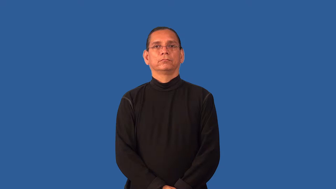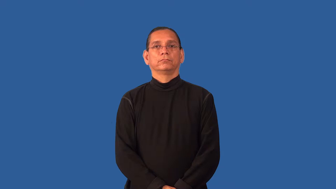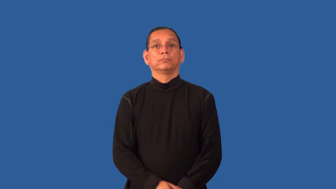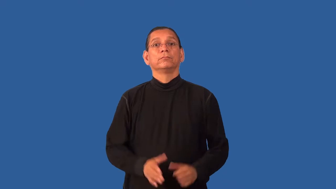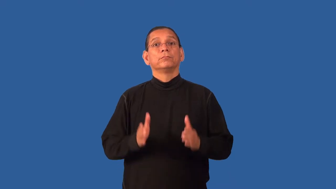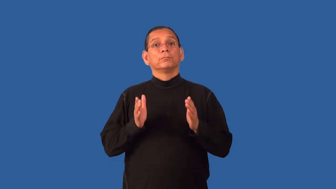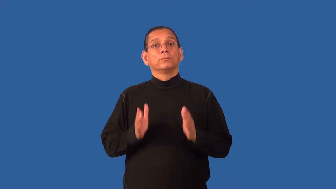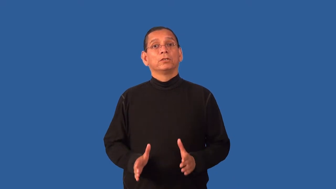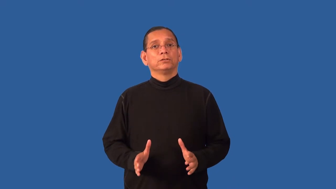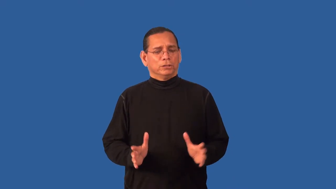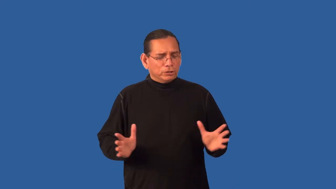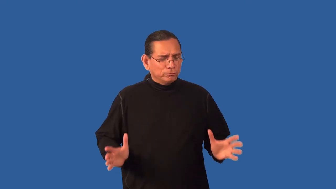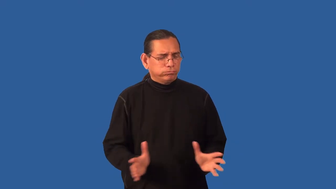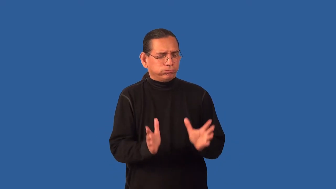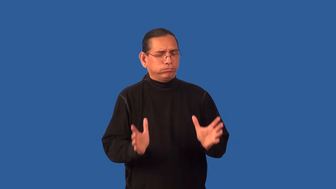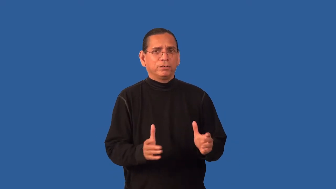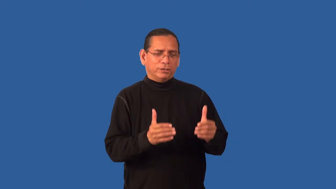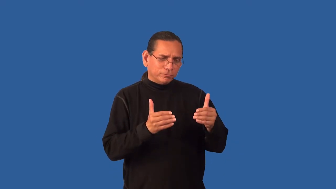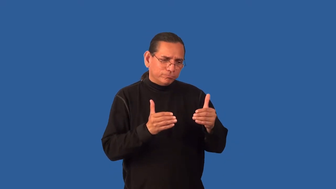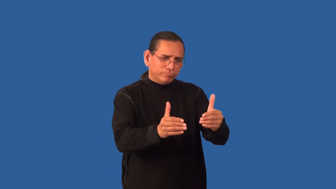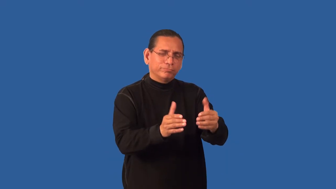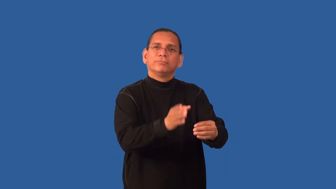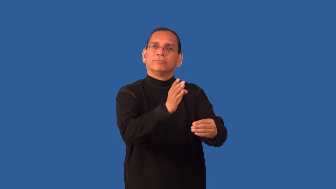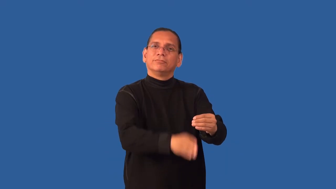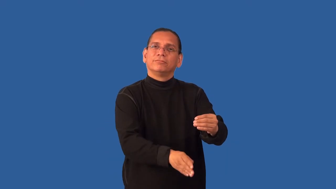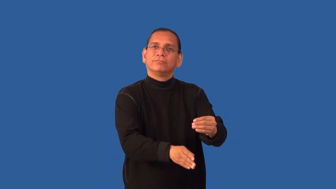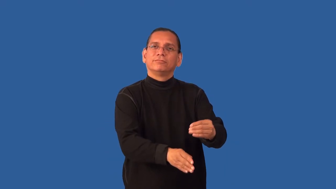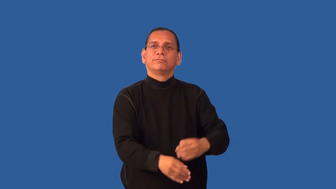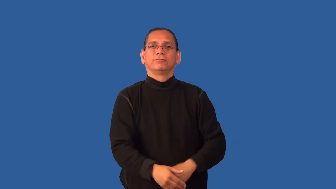enforcer